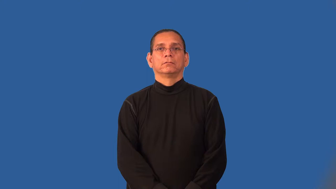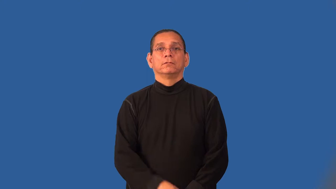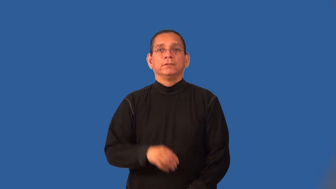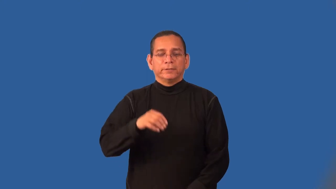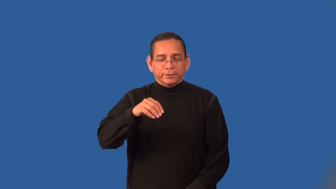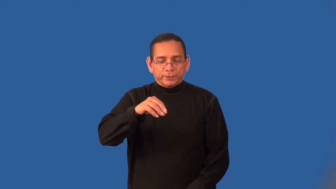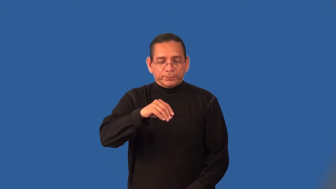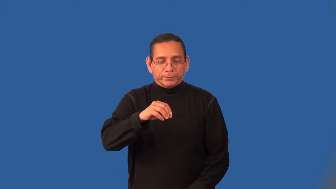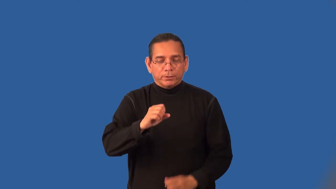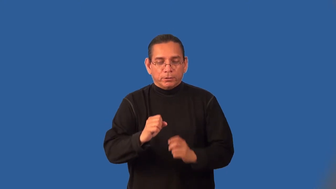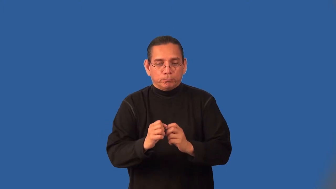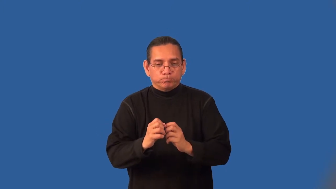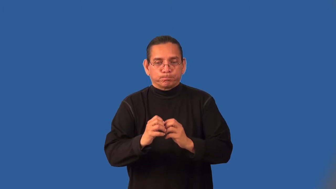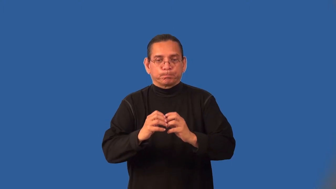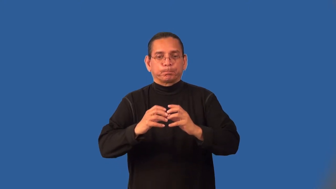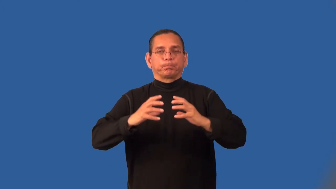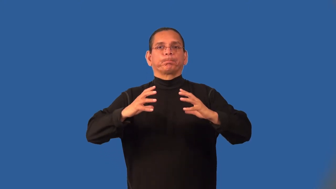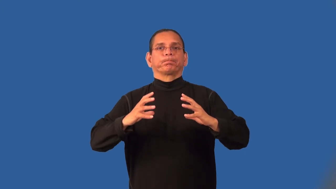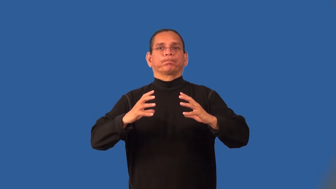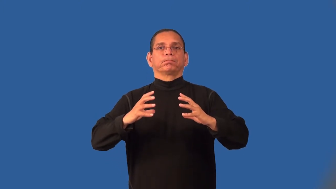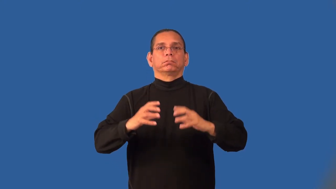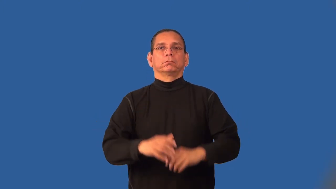leaven